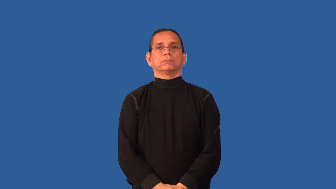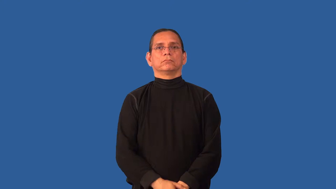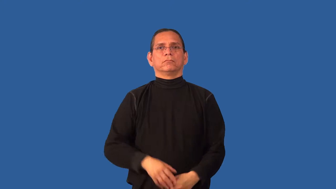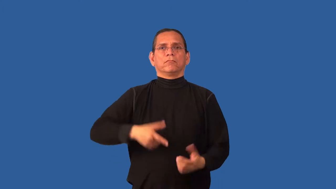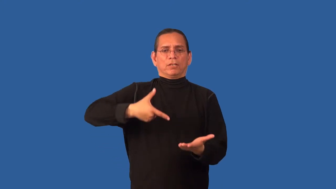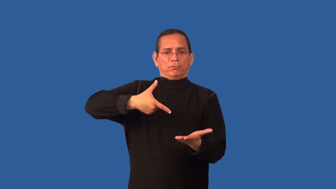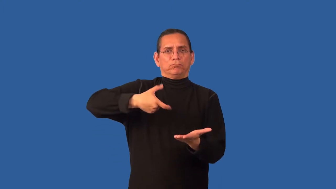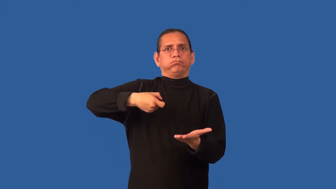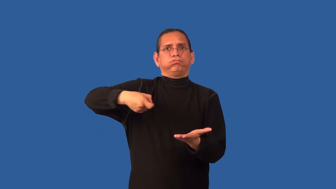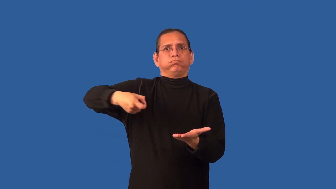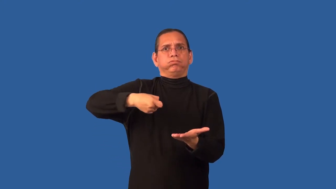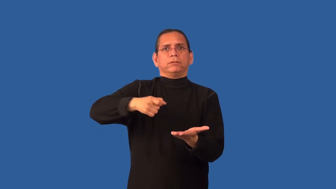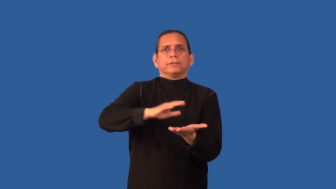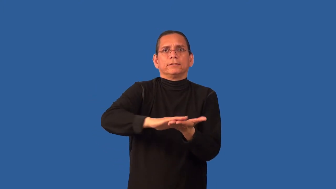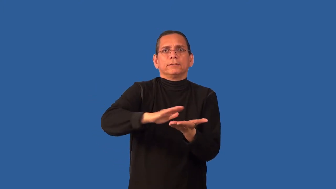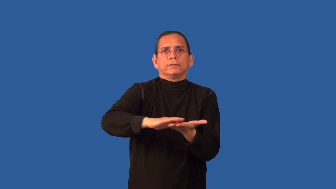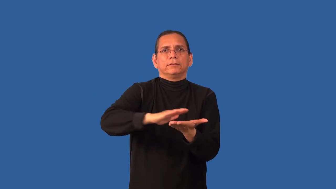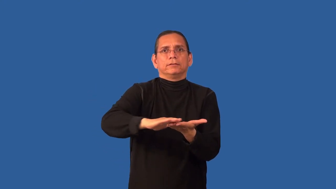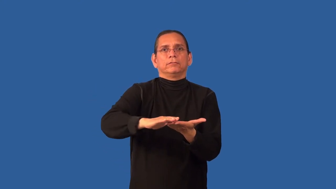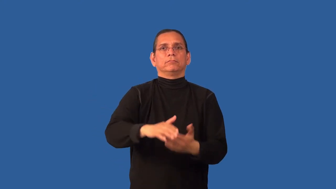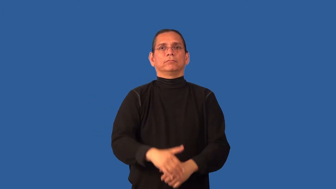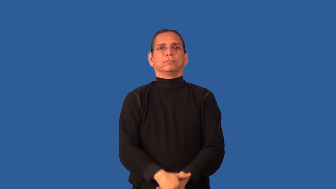cleanser-spray